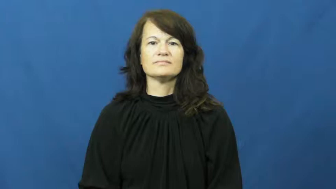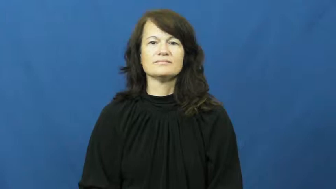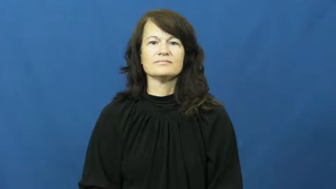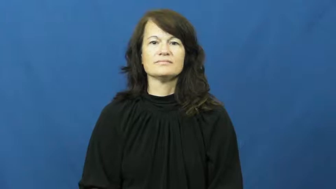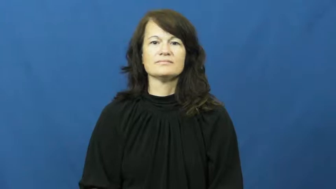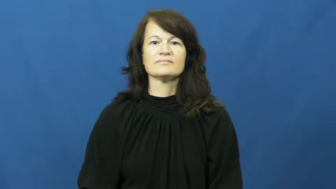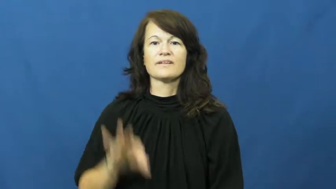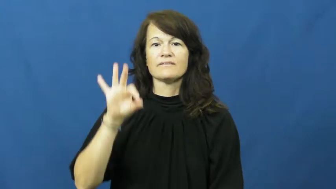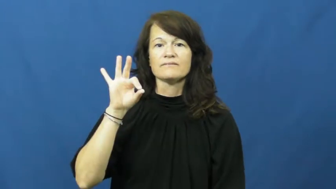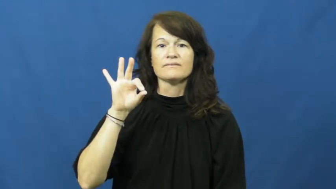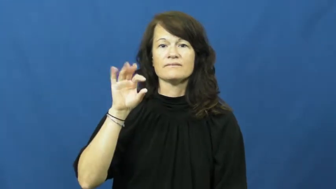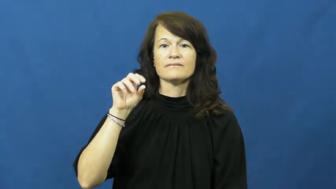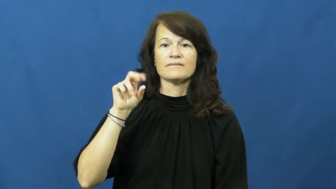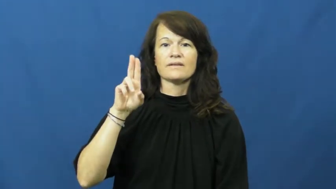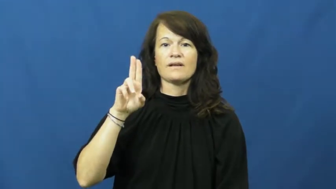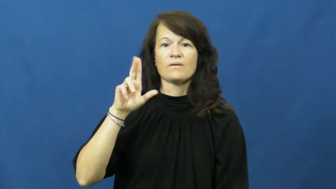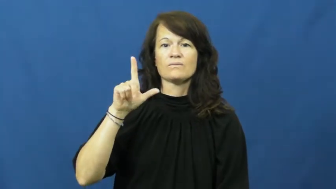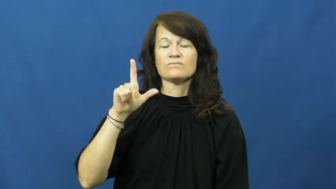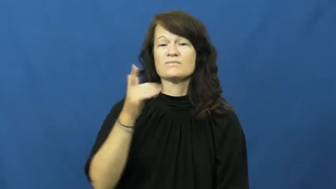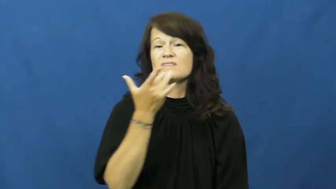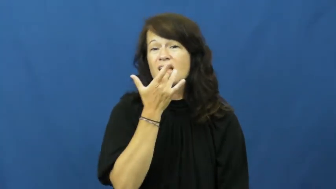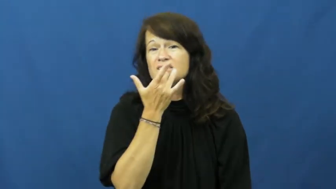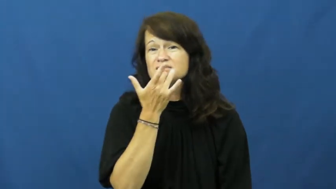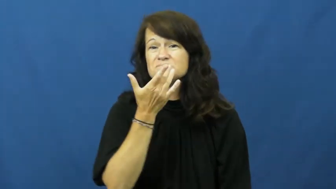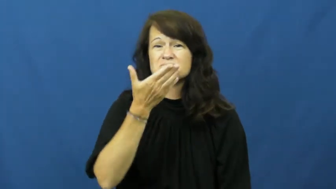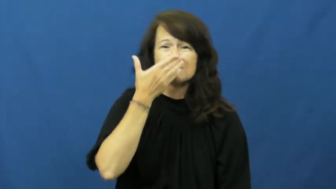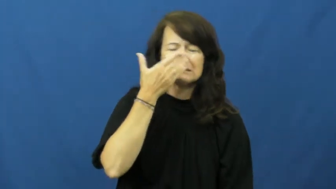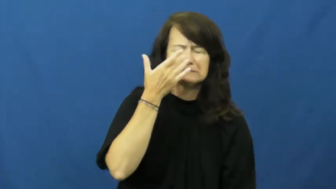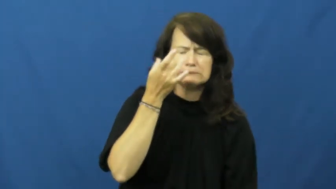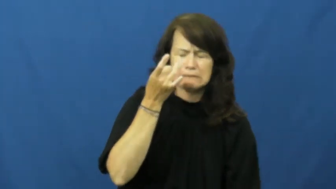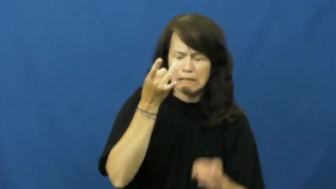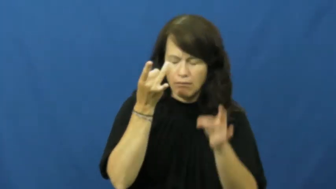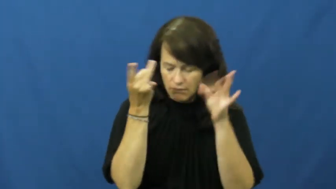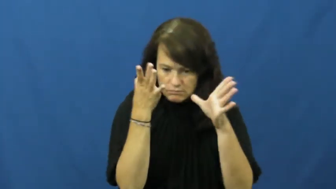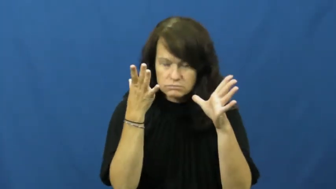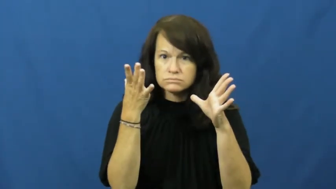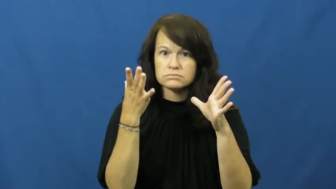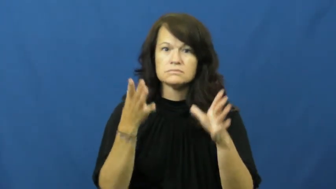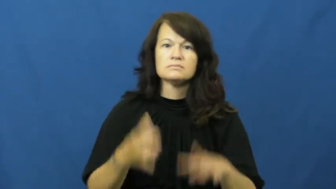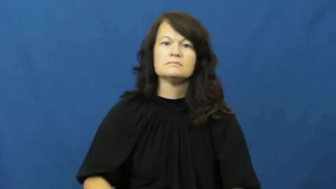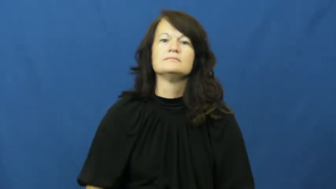foul-smell